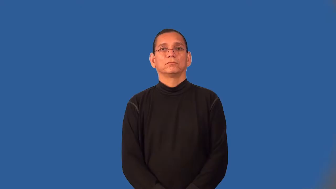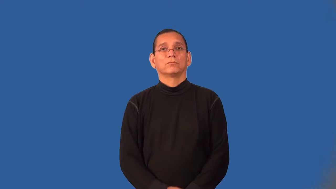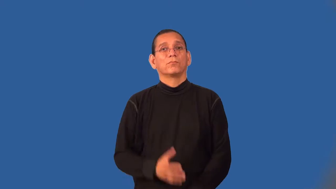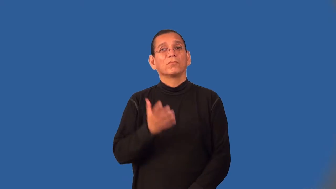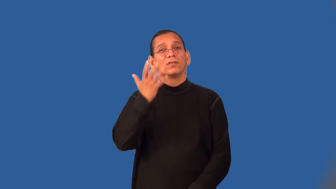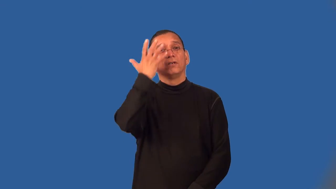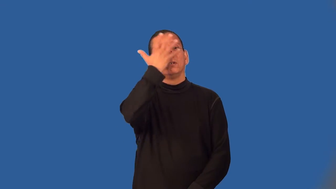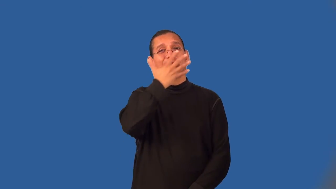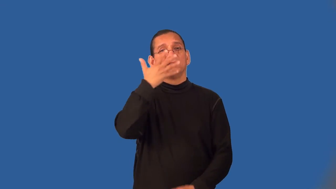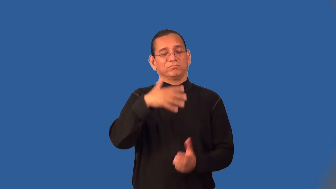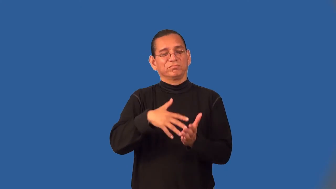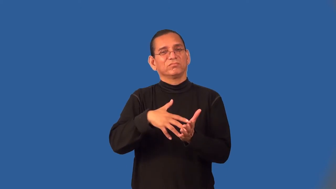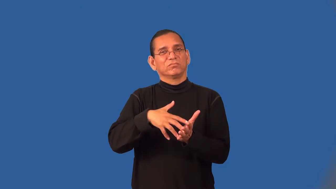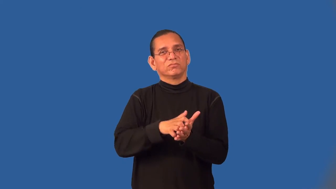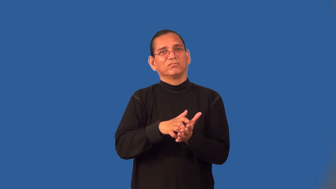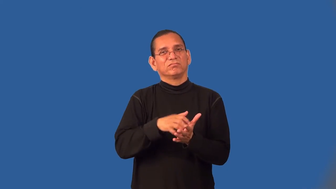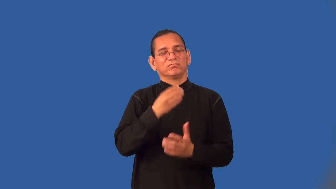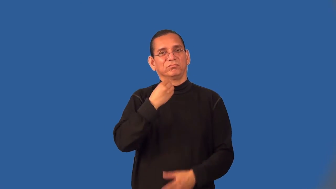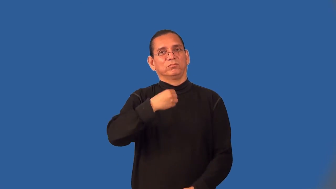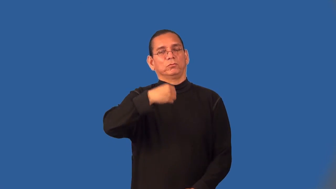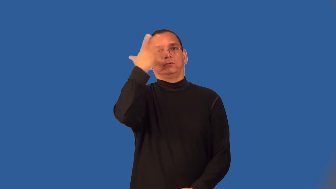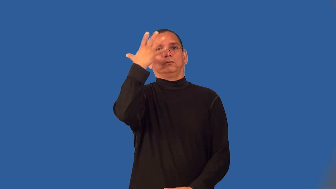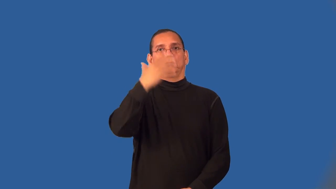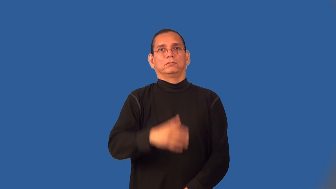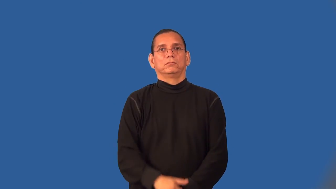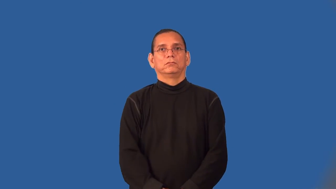wan,peaky,bloodless